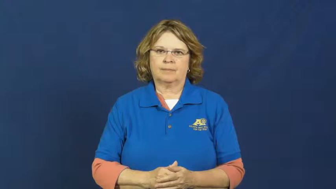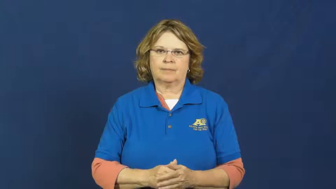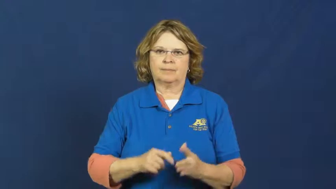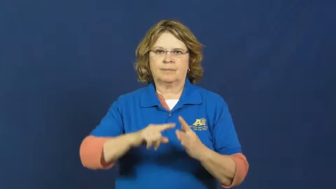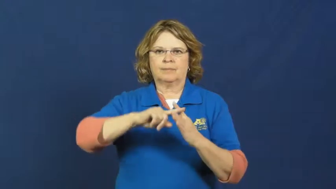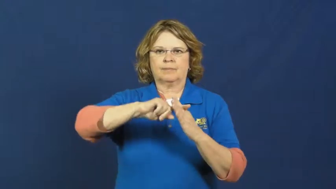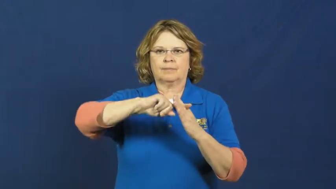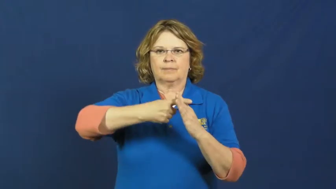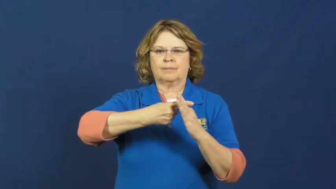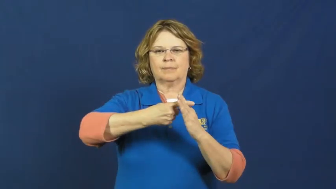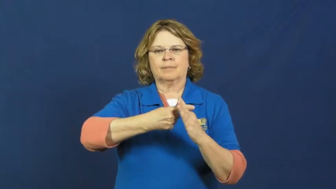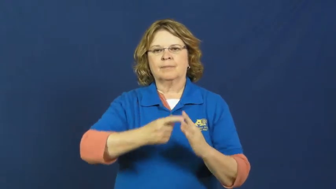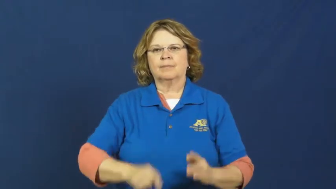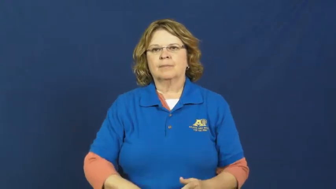strike up-start